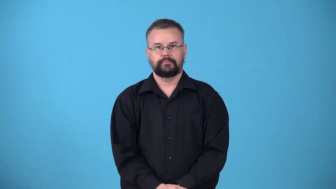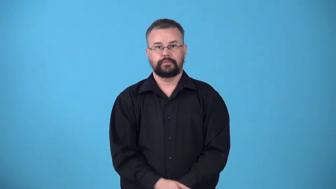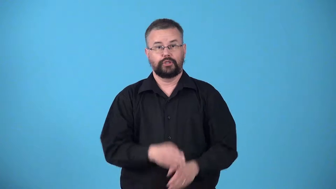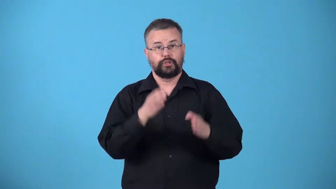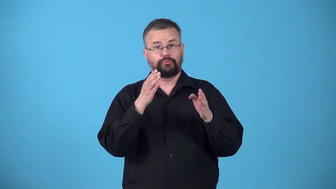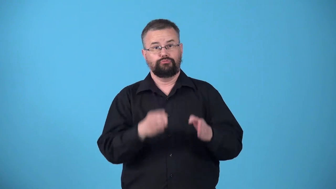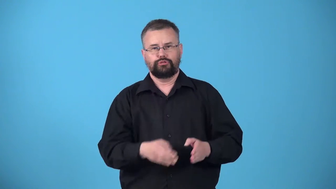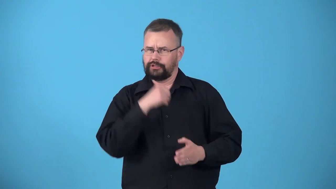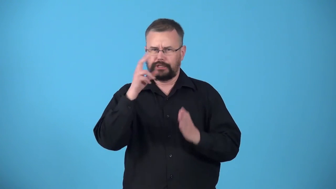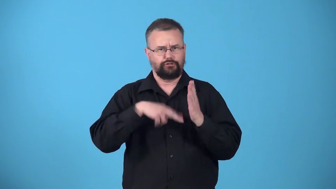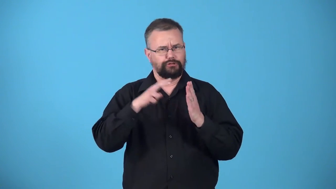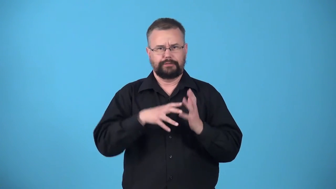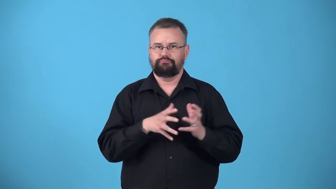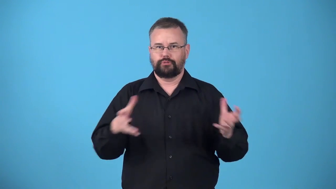unread,unstudied-not well read